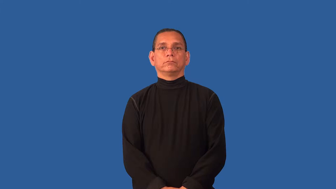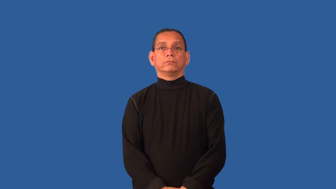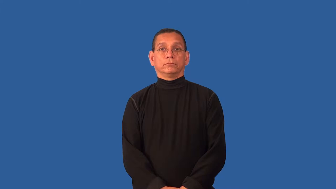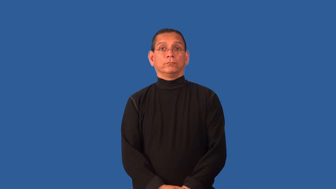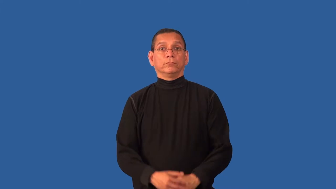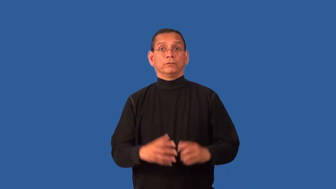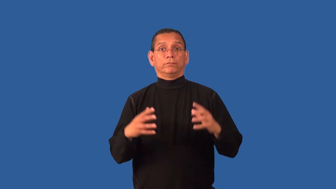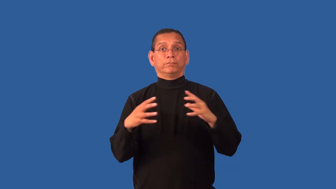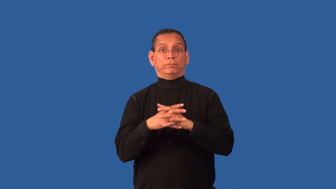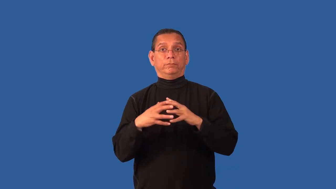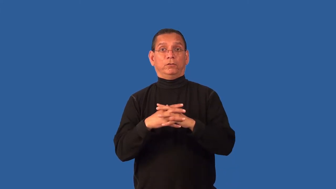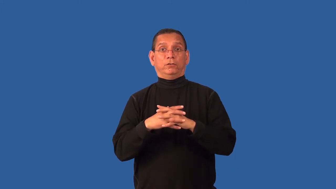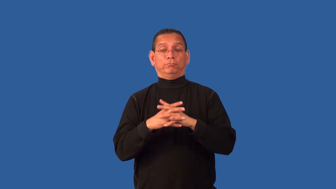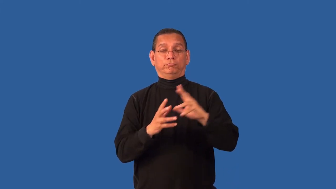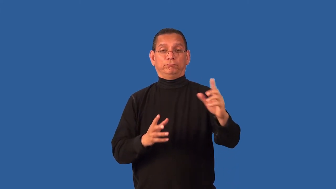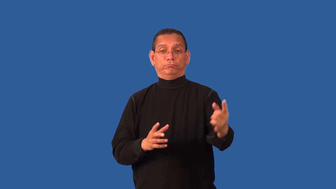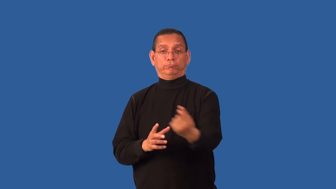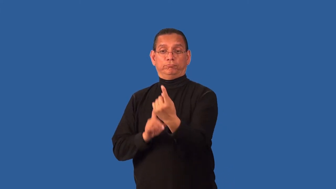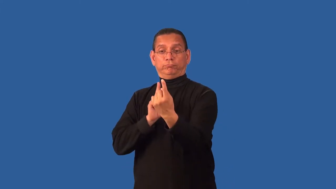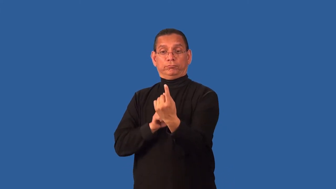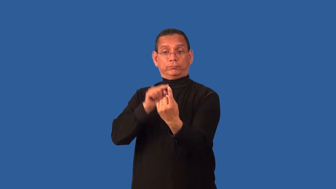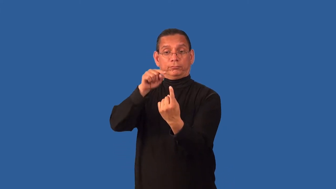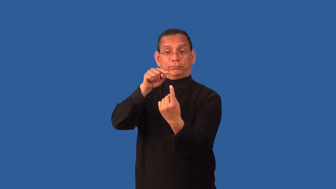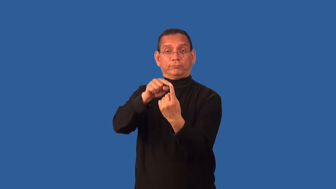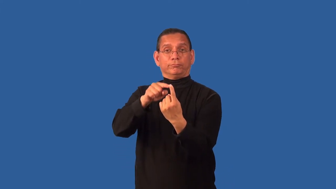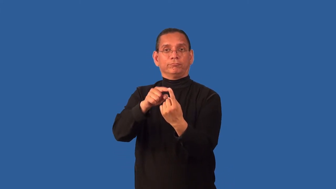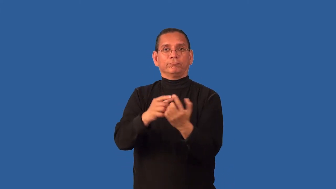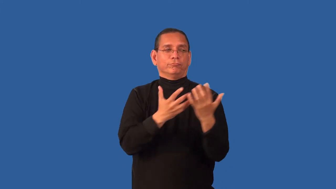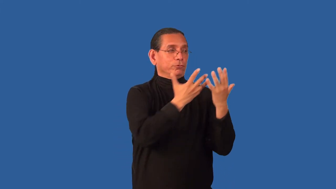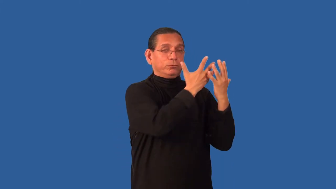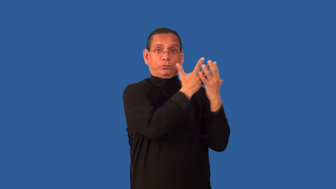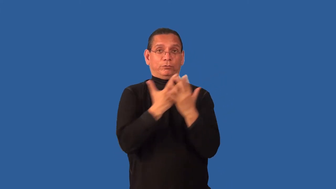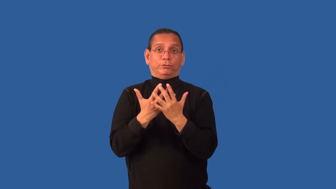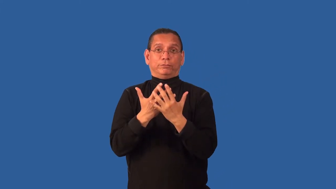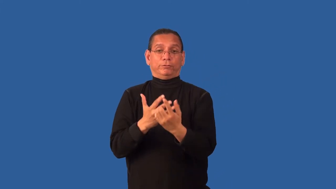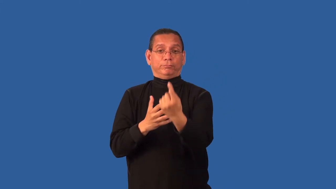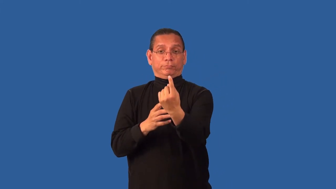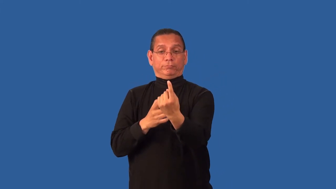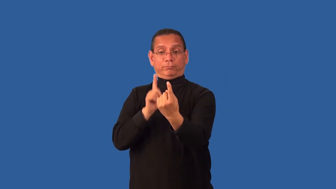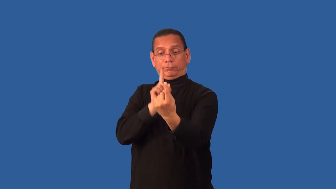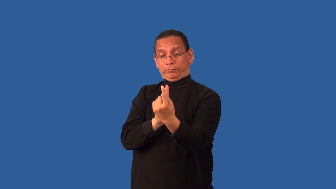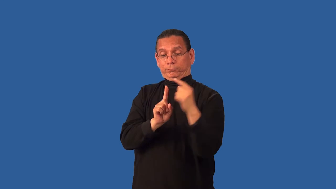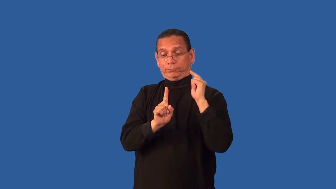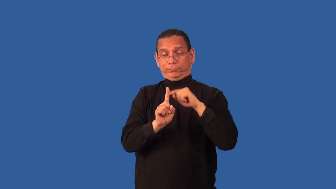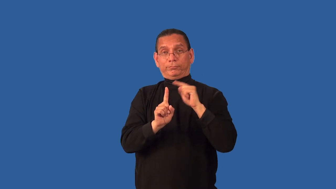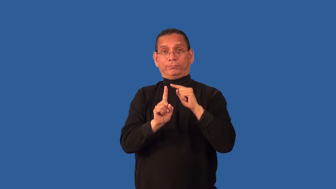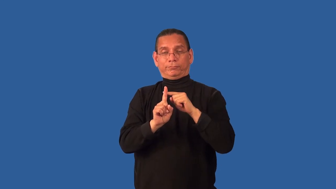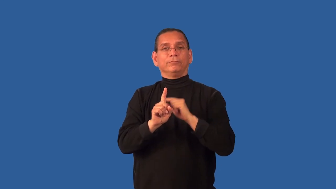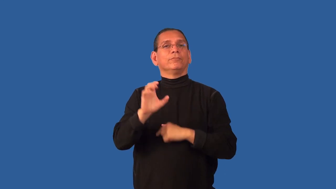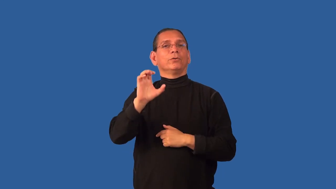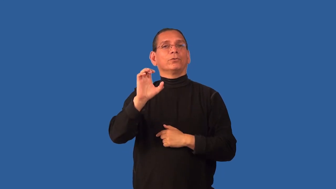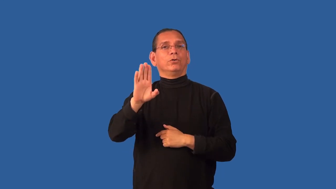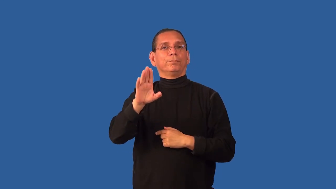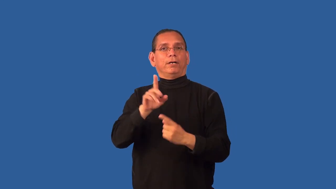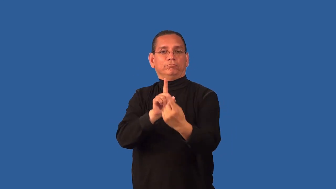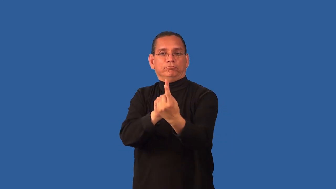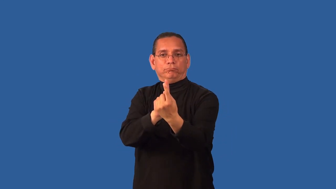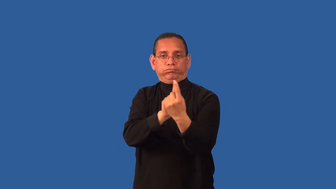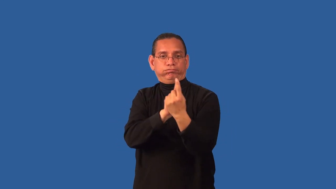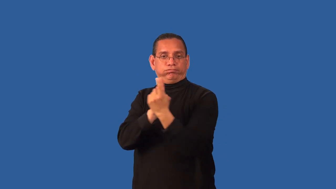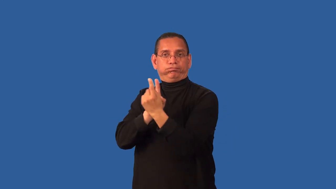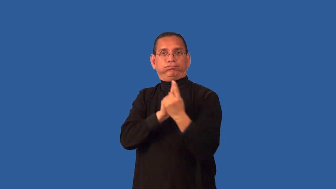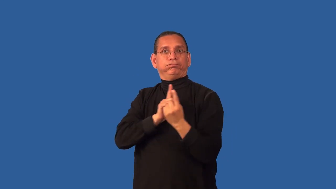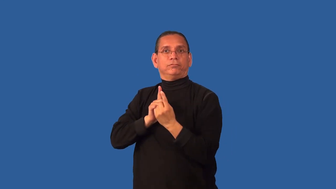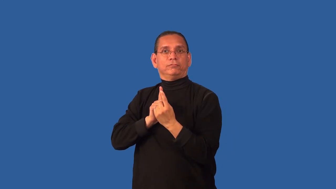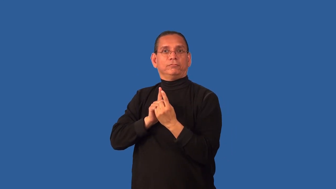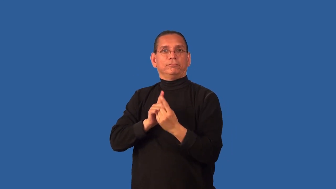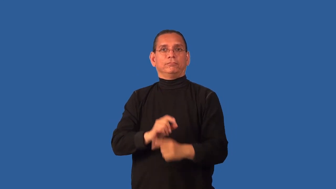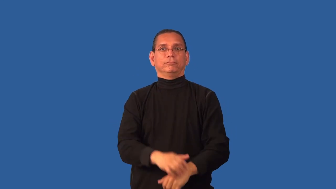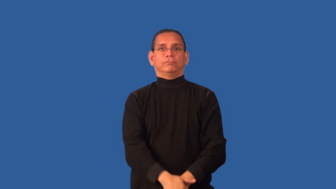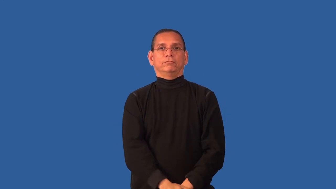cornerback